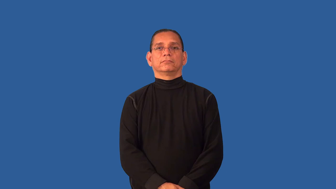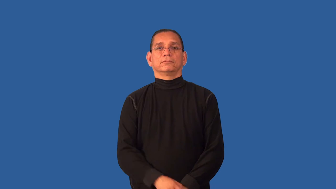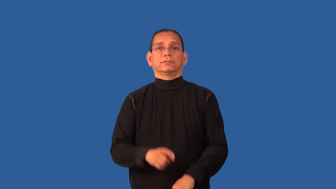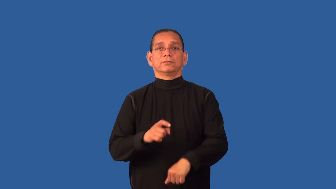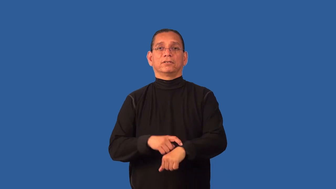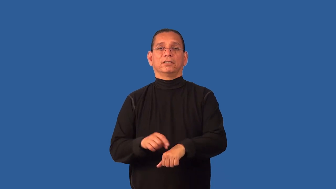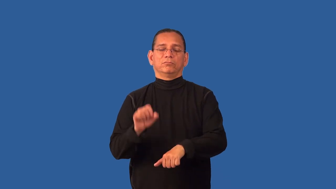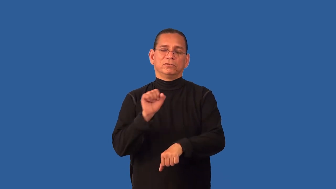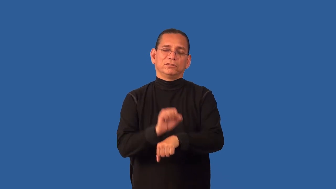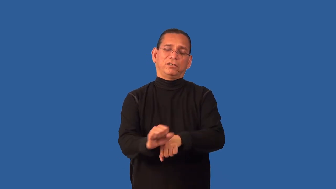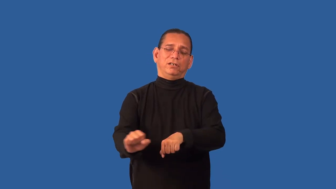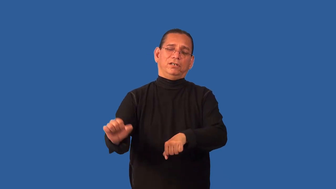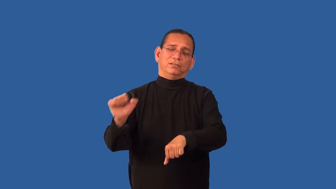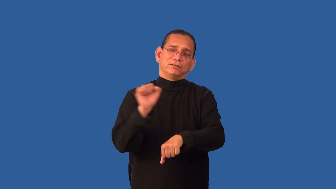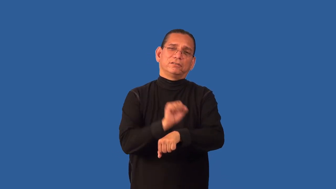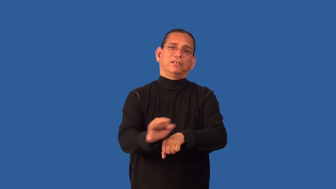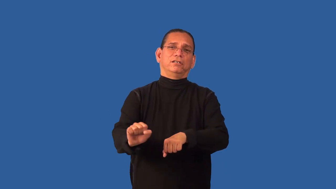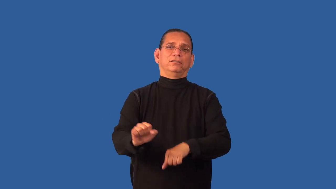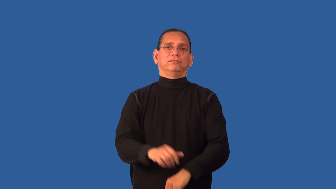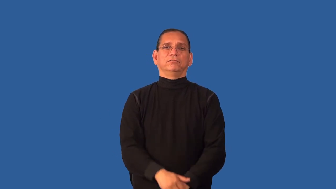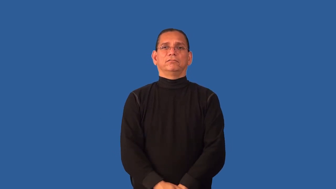dedicated-time spent